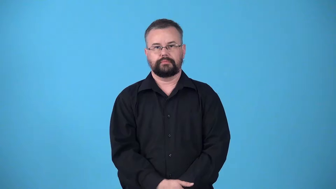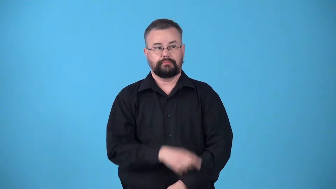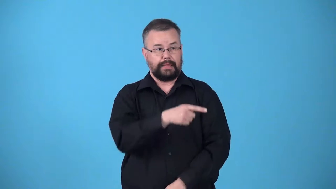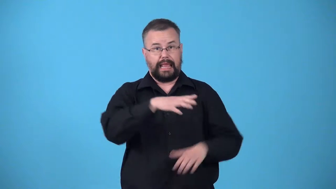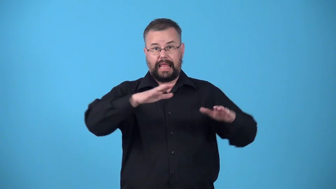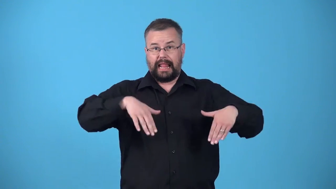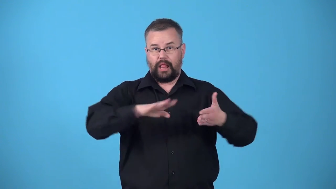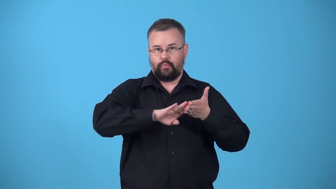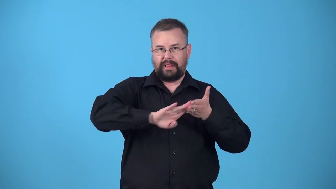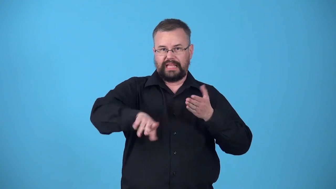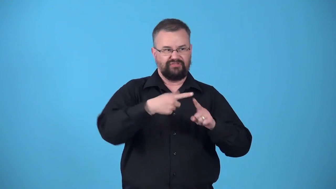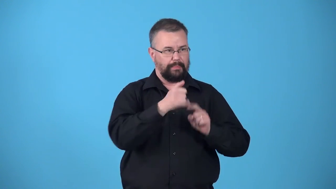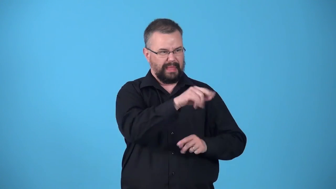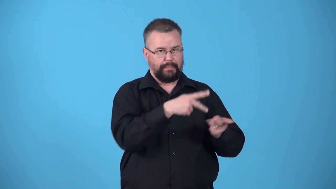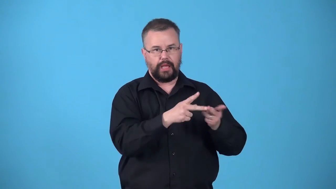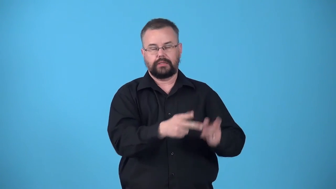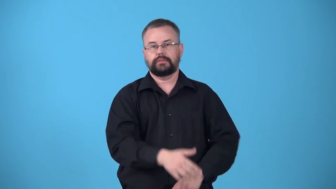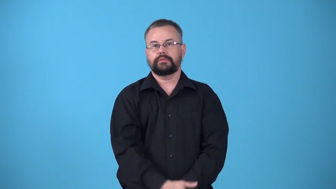undischarged-from a place